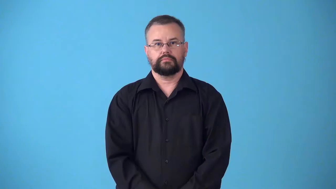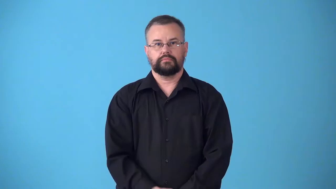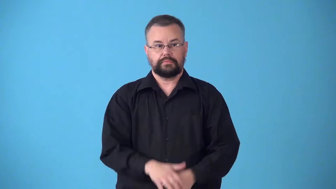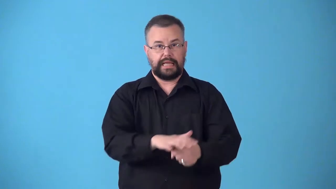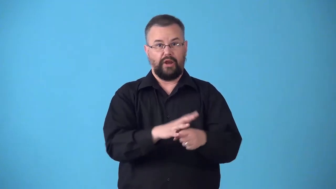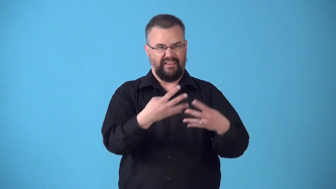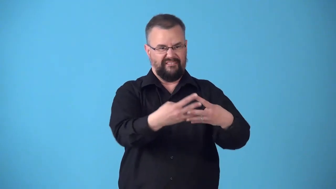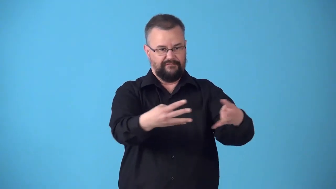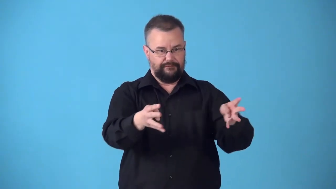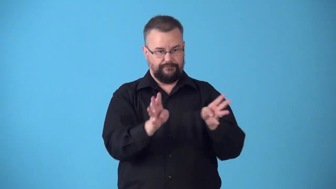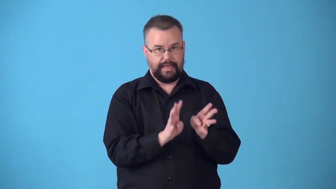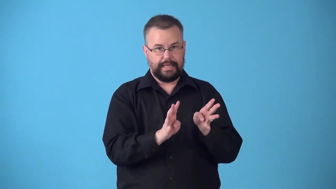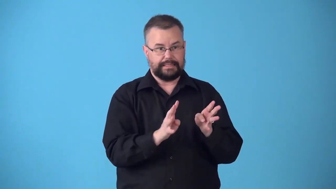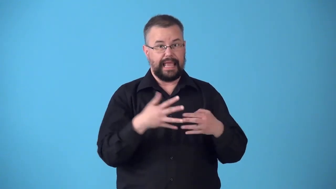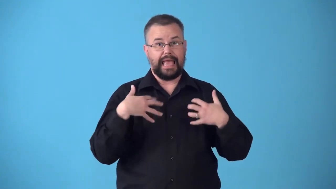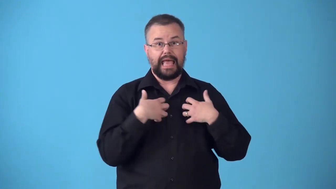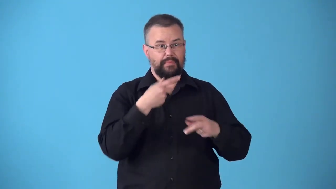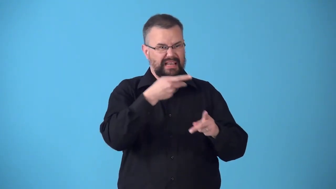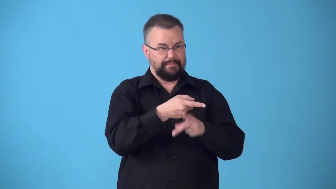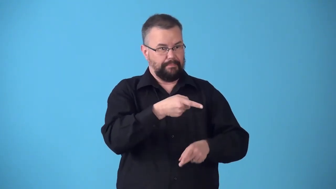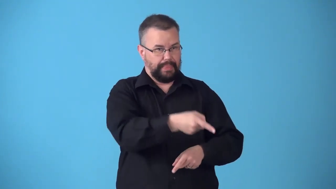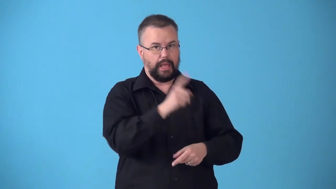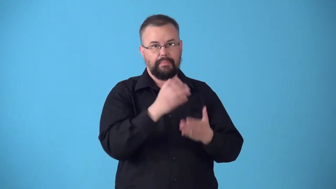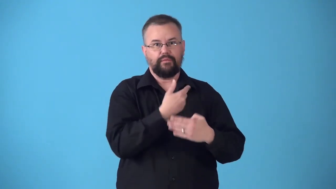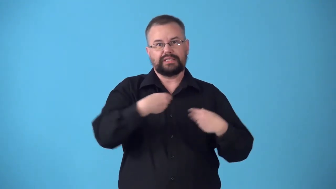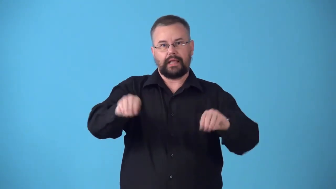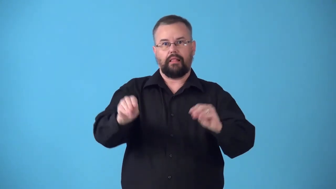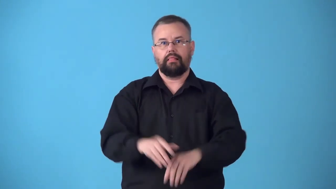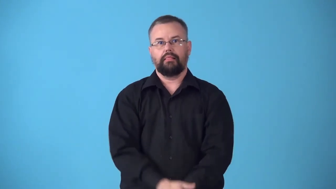stockyard